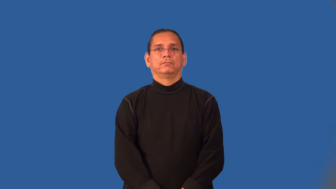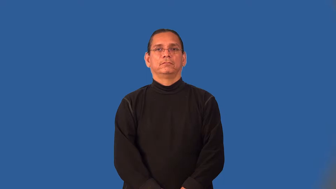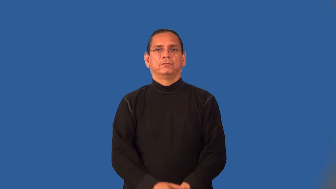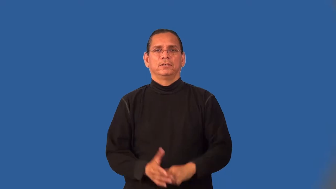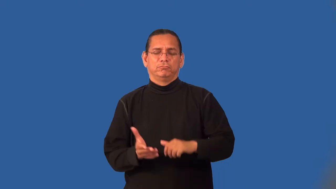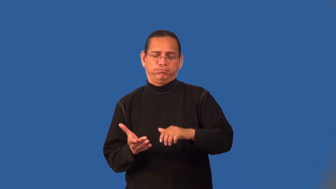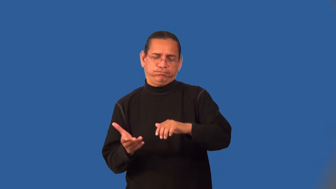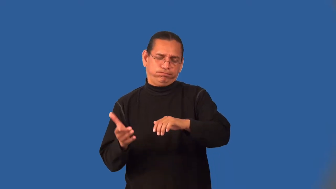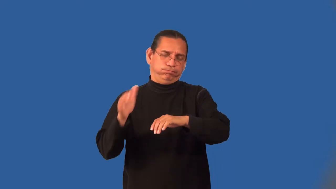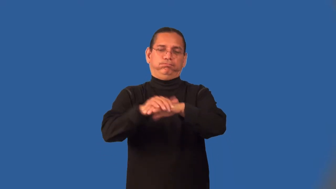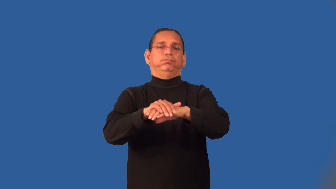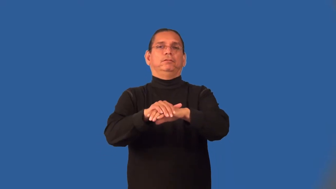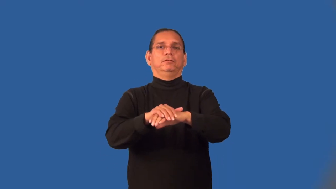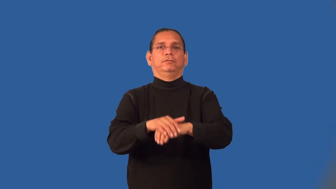maximize